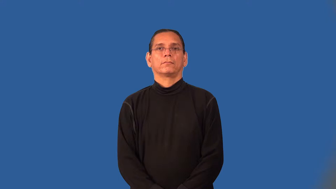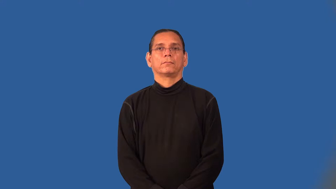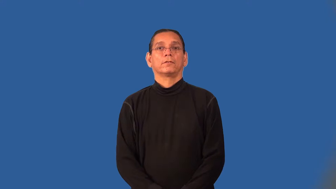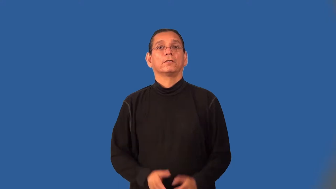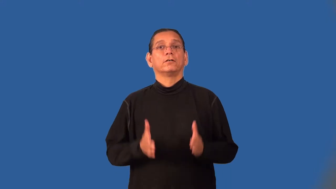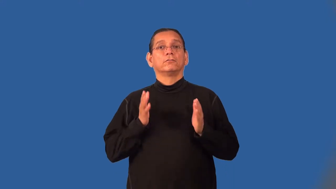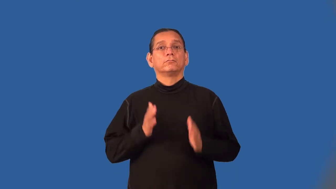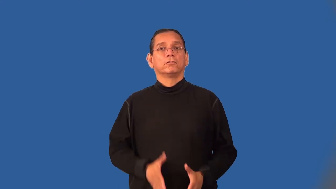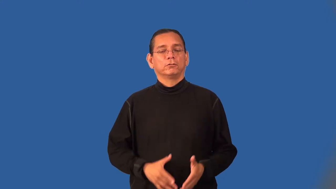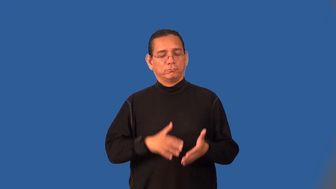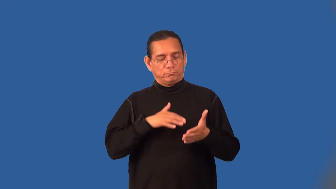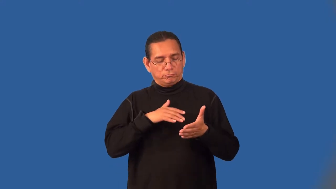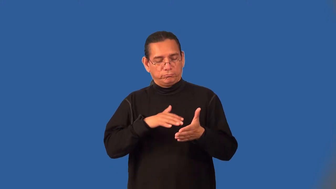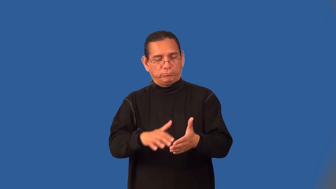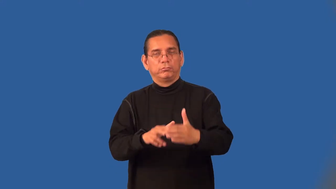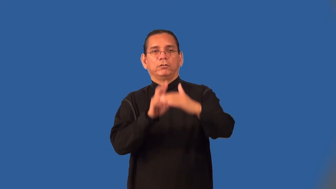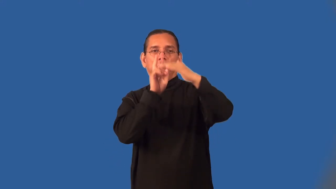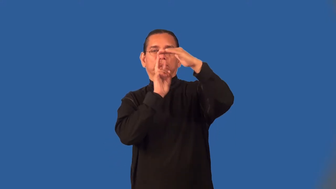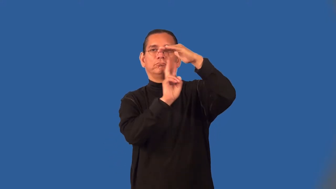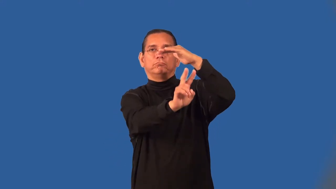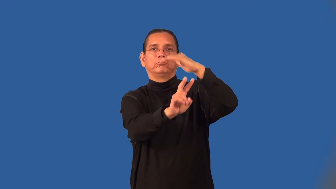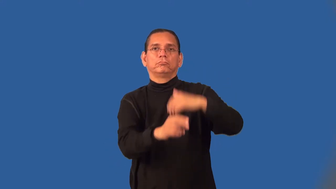futurist